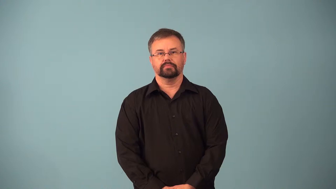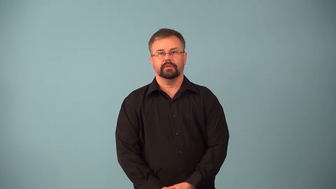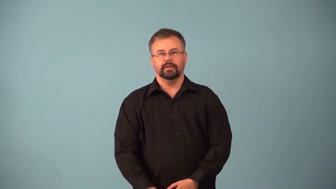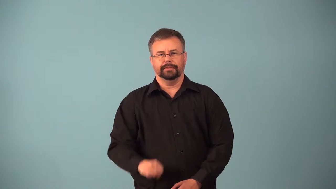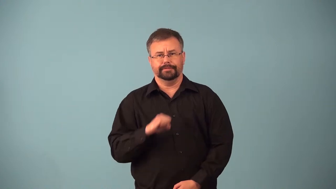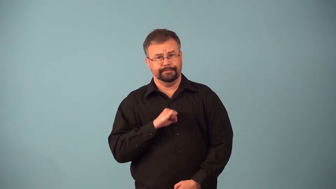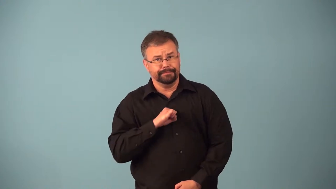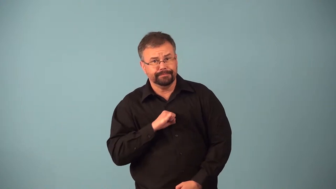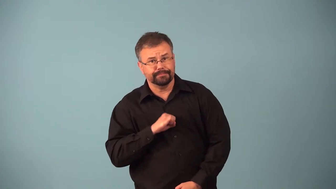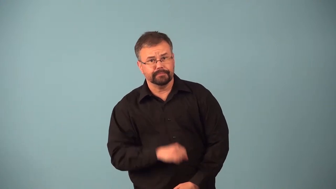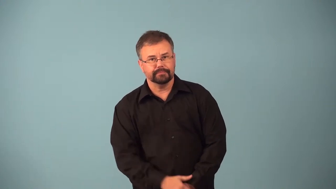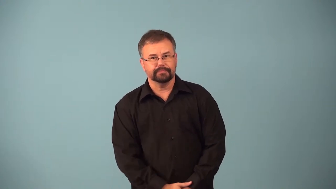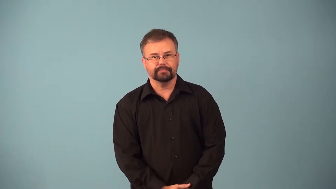ahem